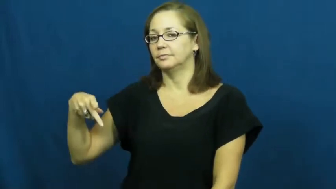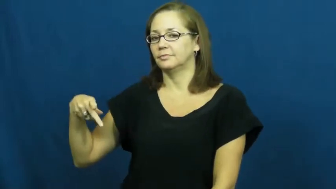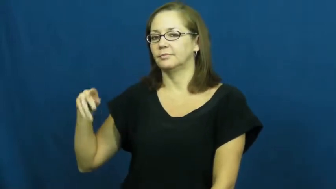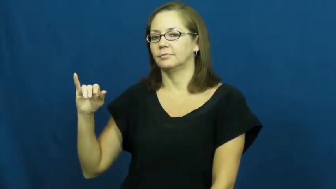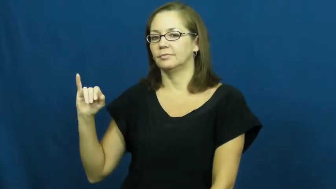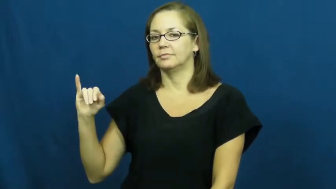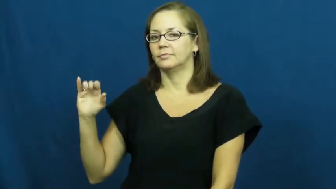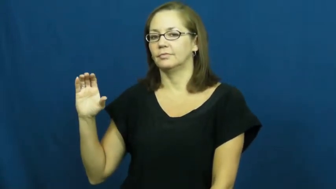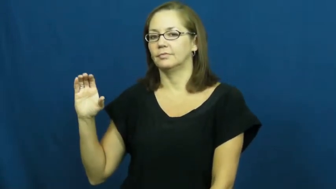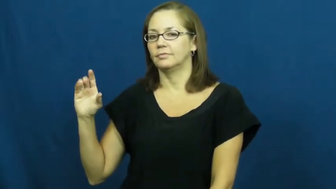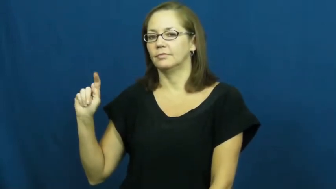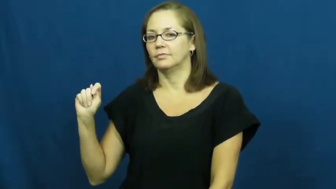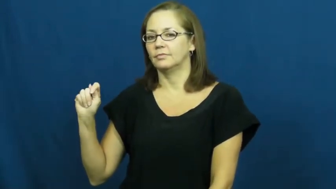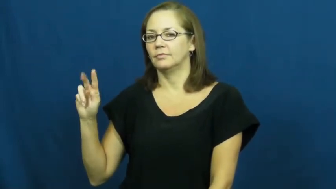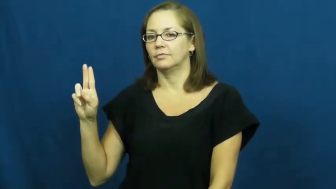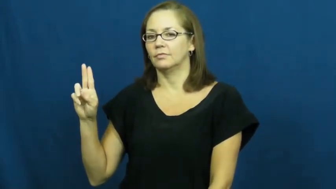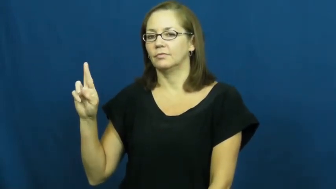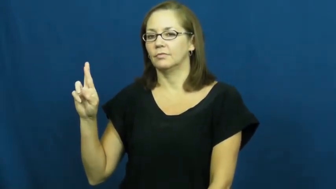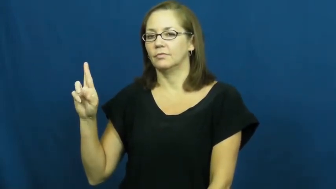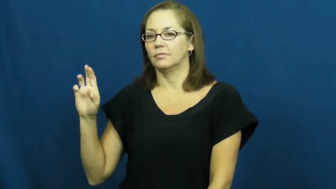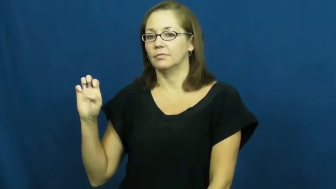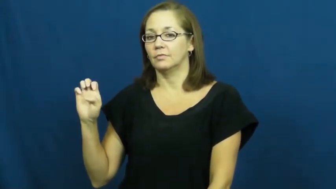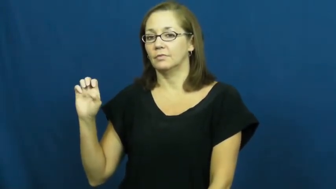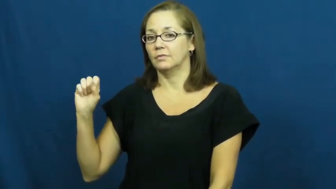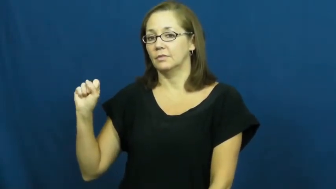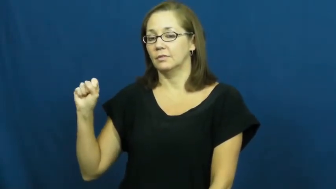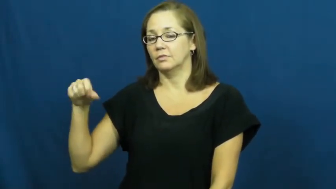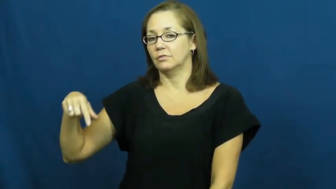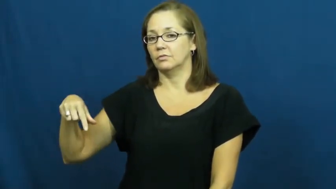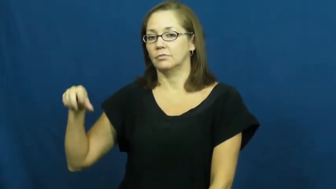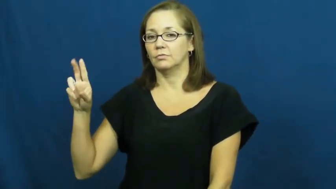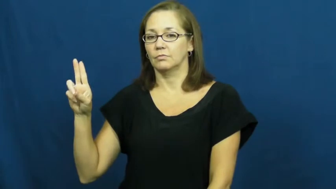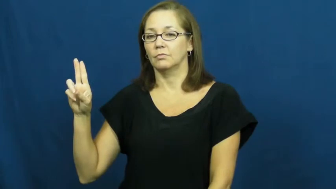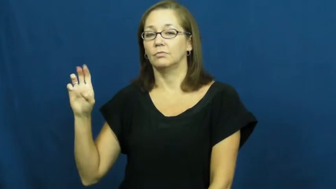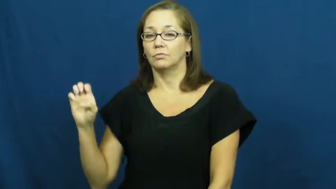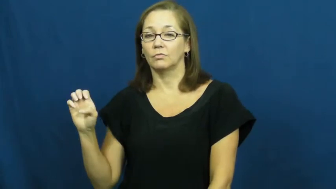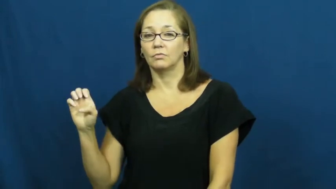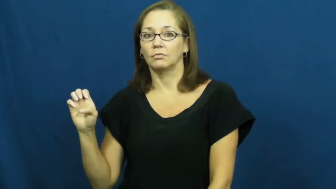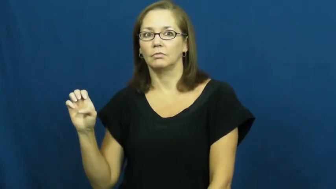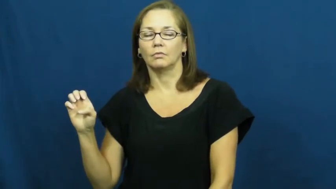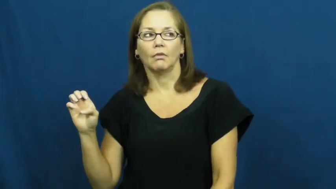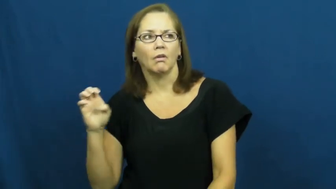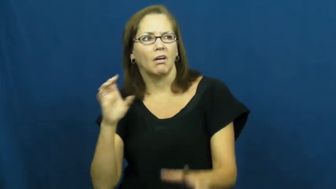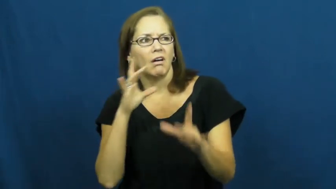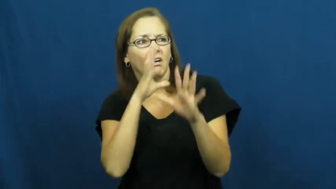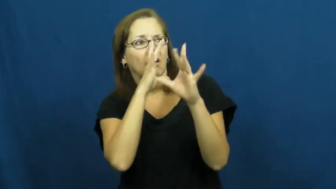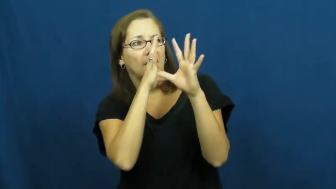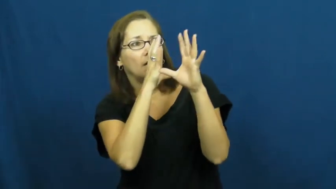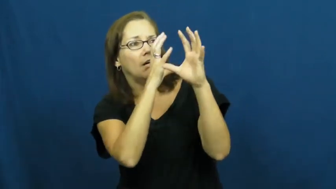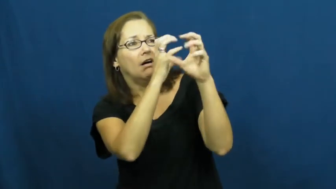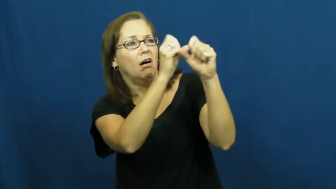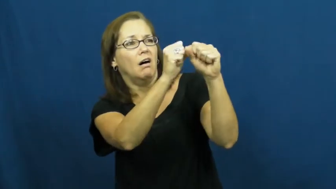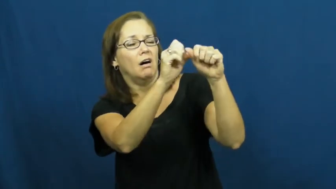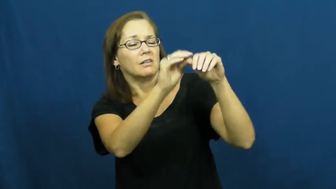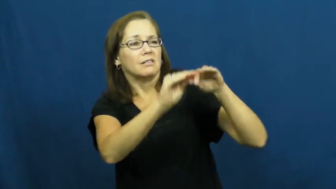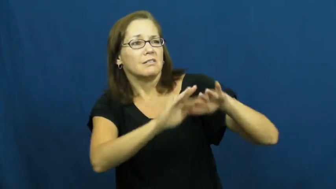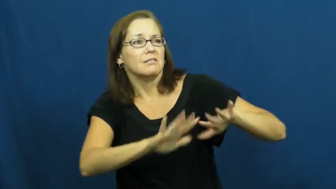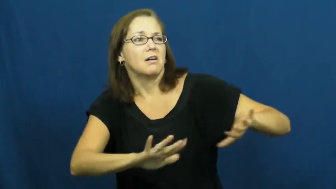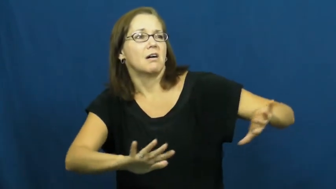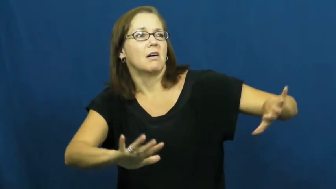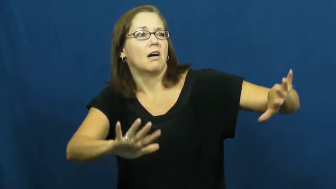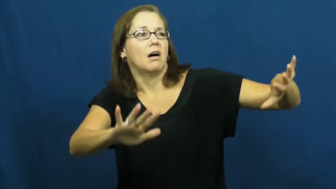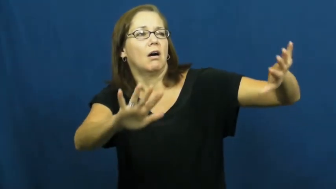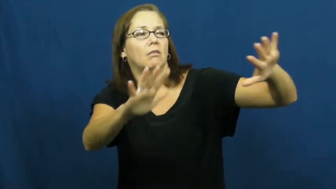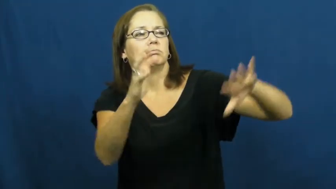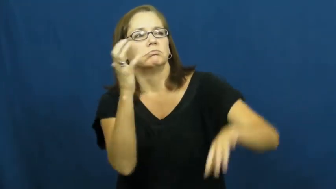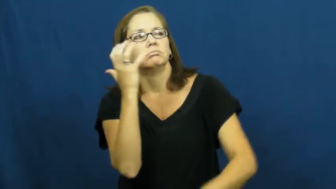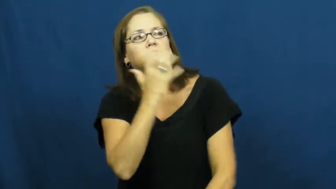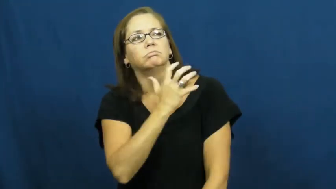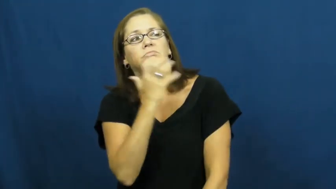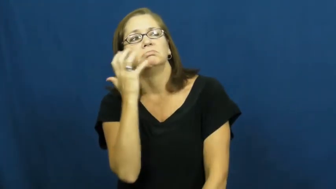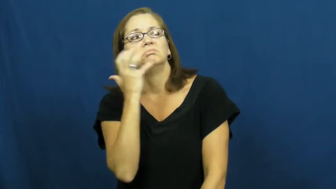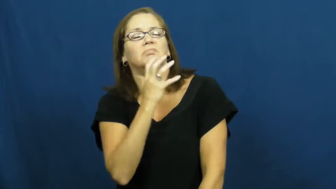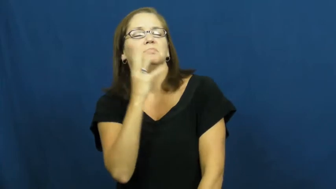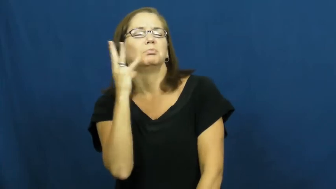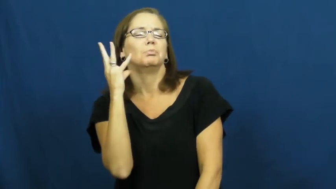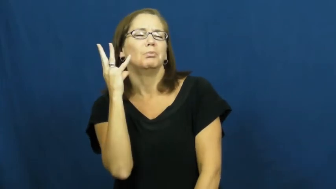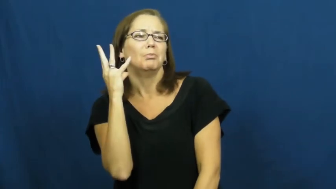picturesque